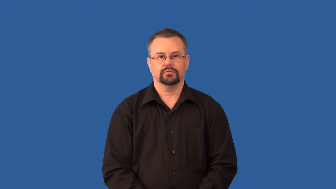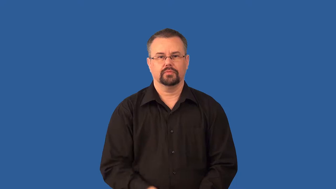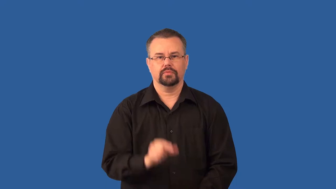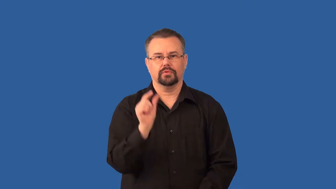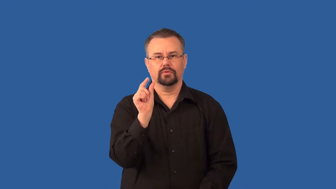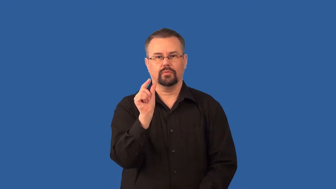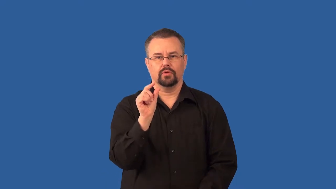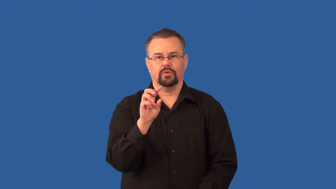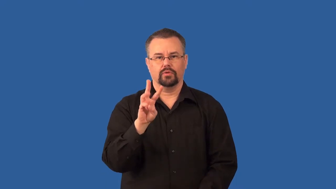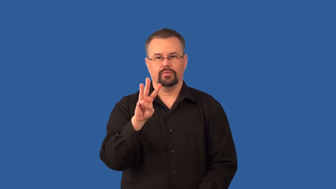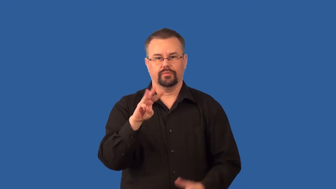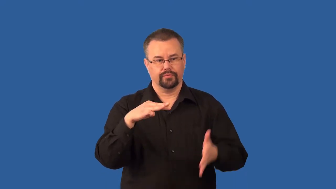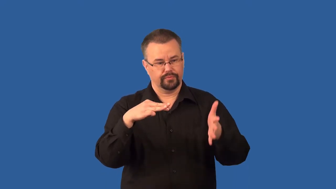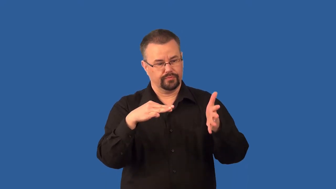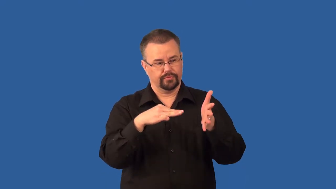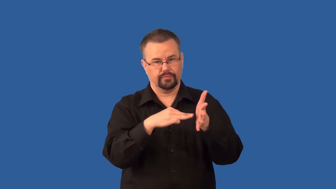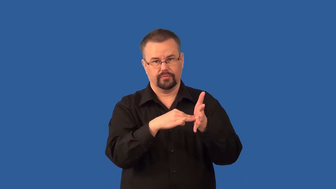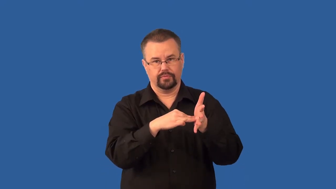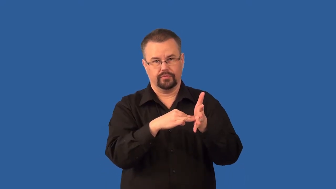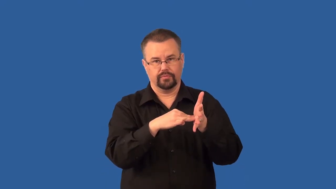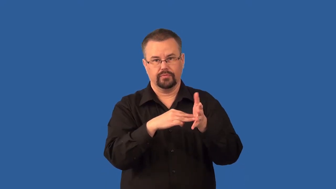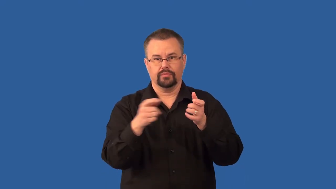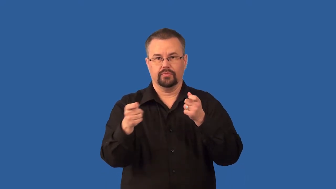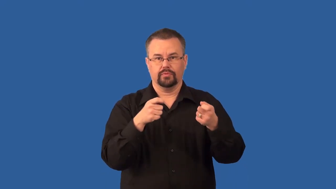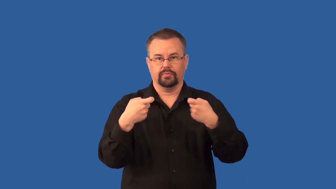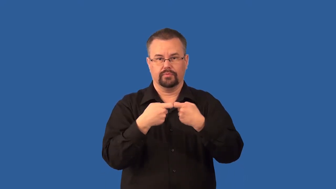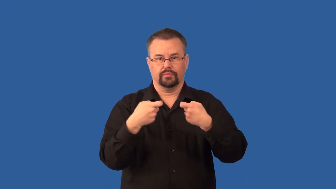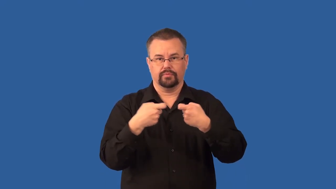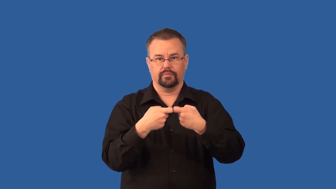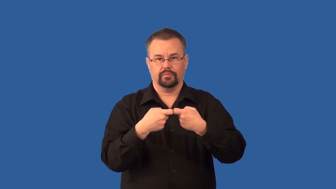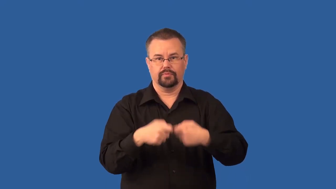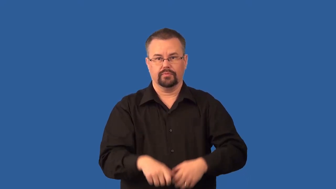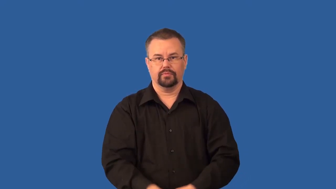transistor